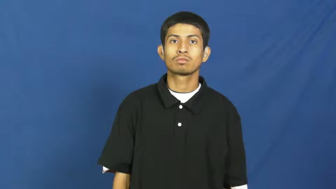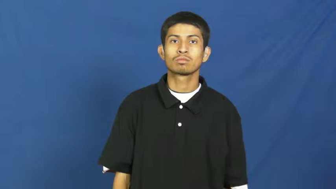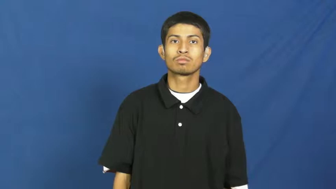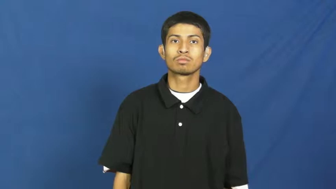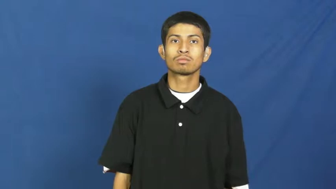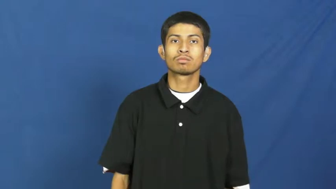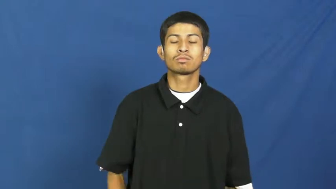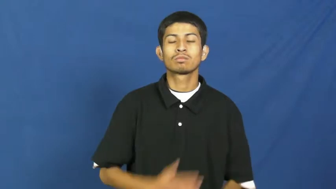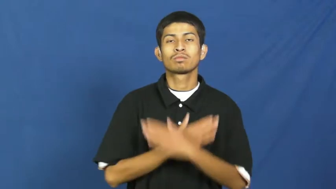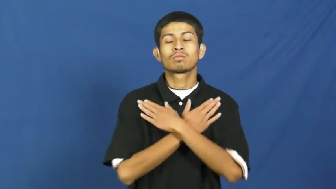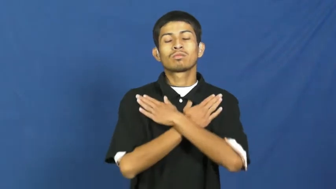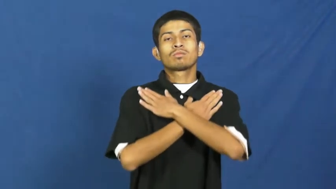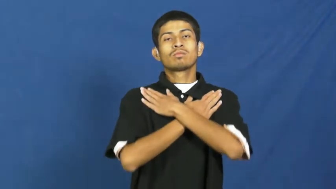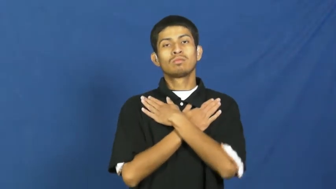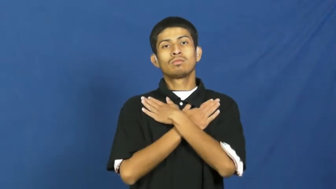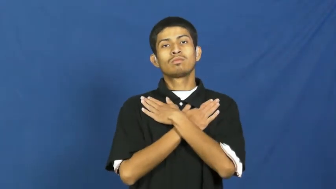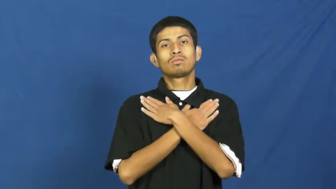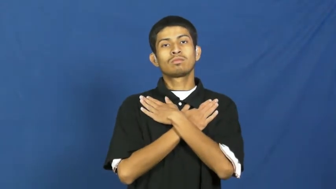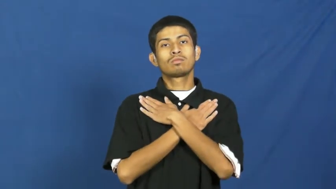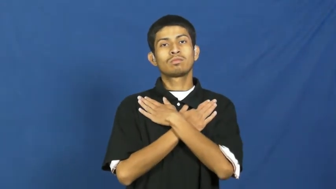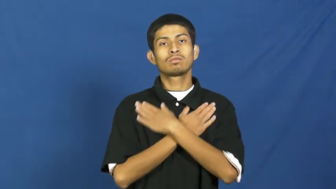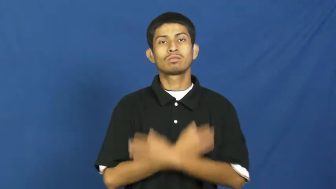recess-court